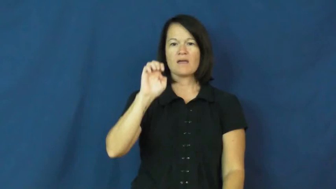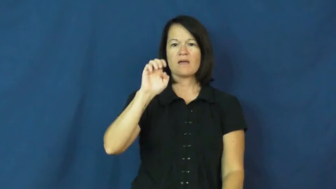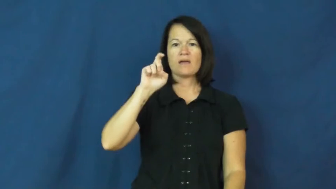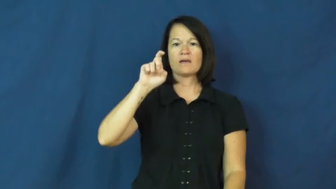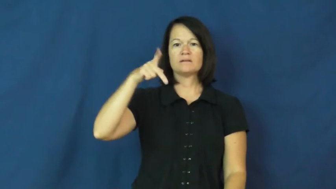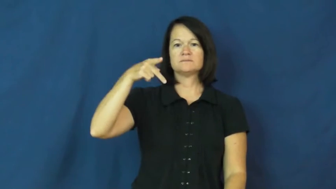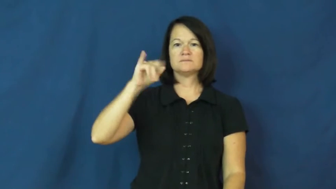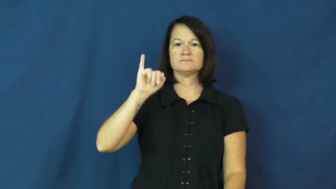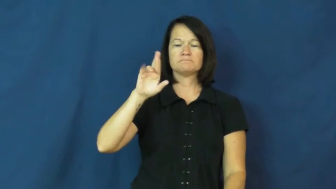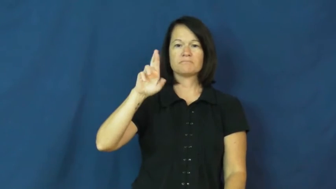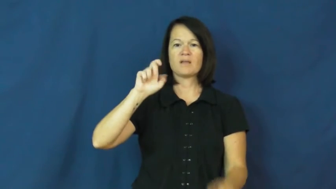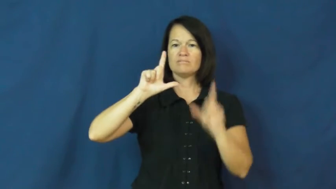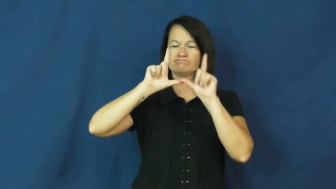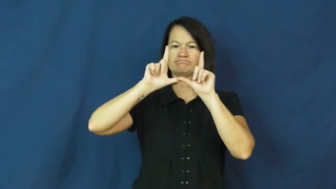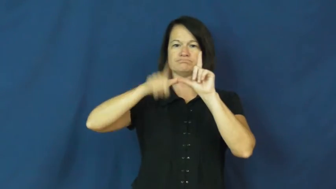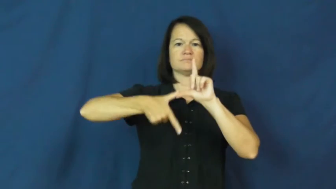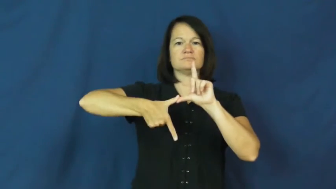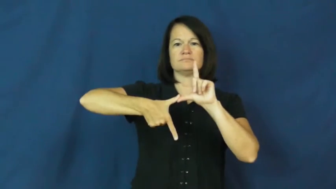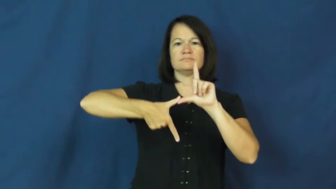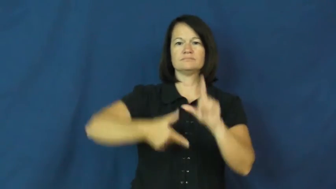expire